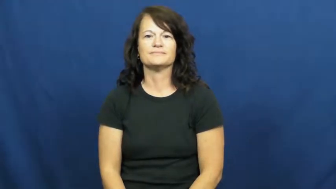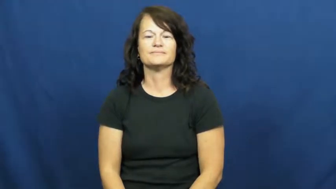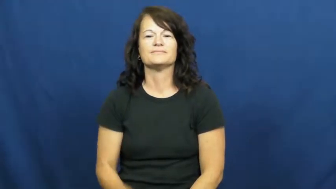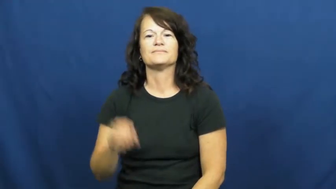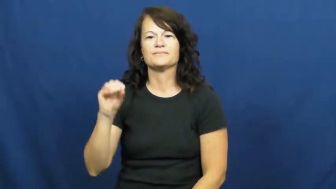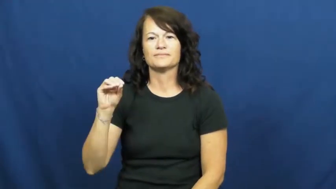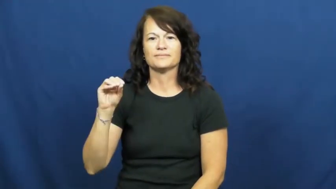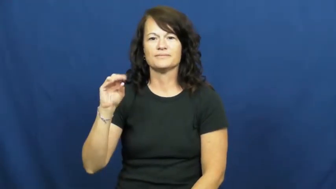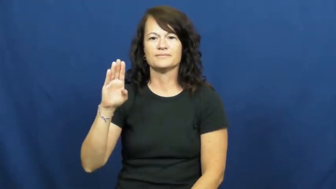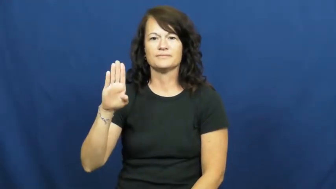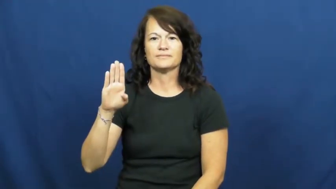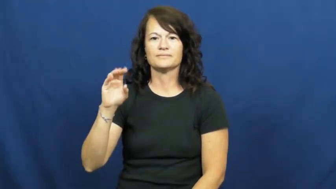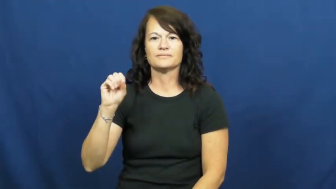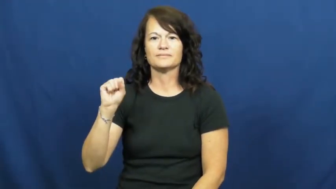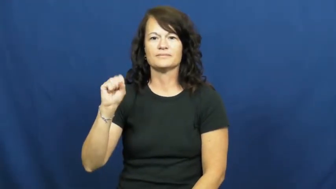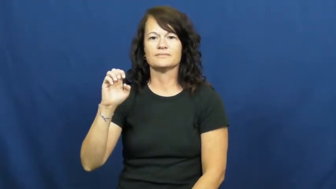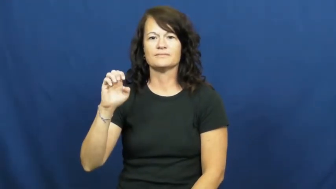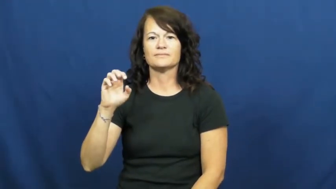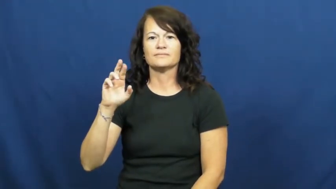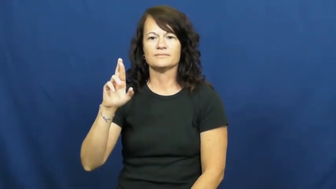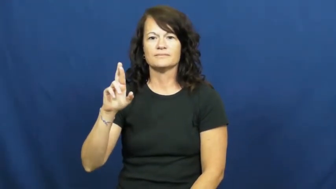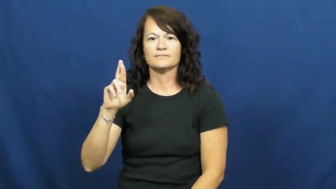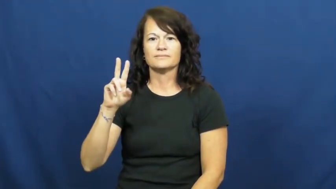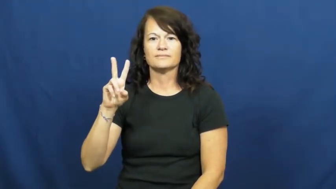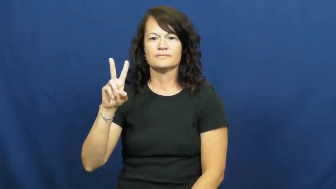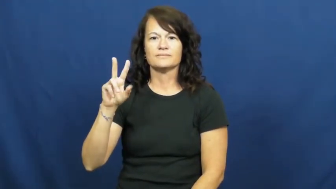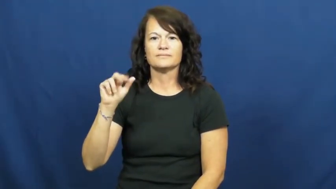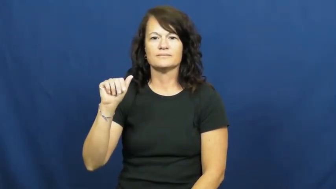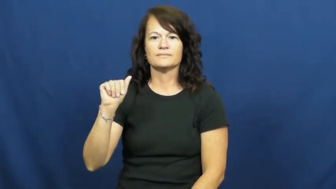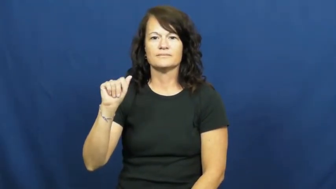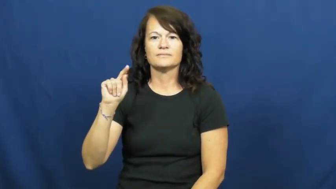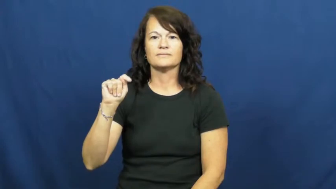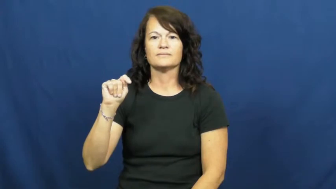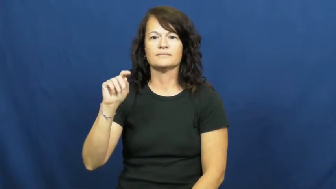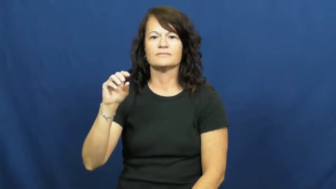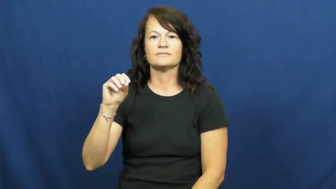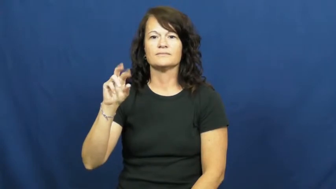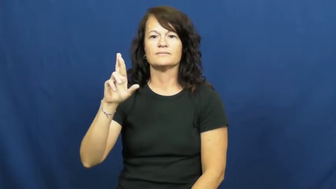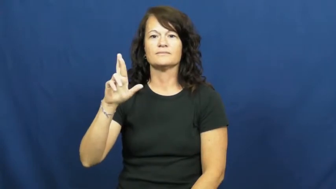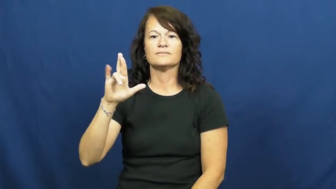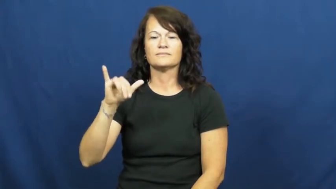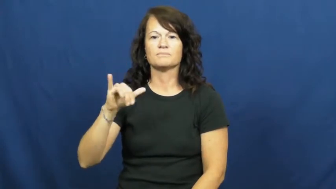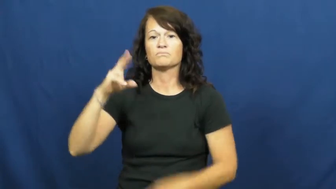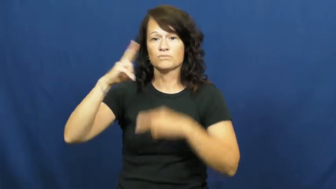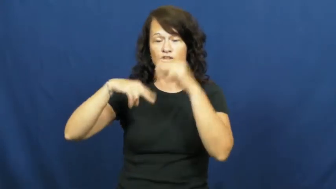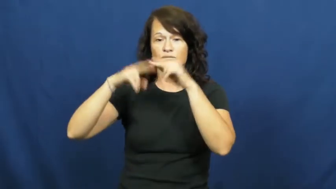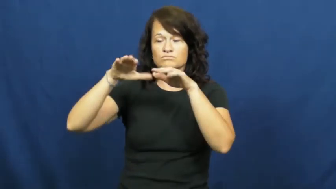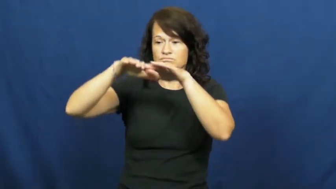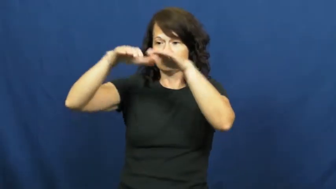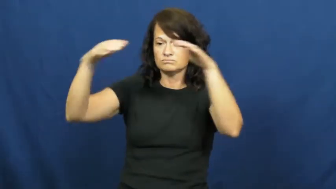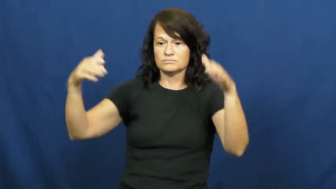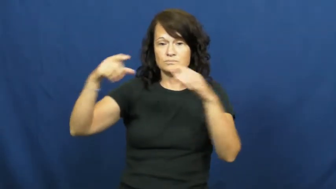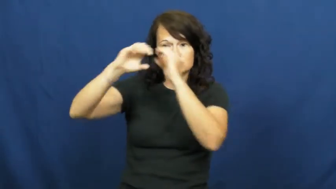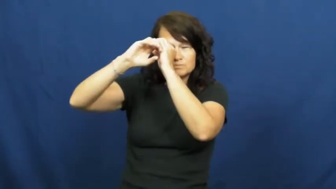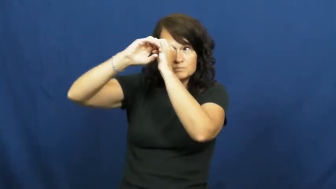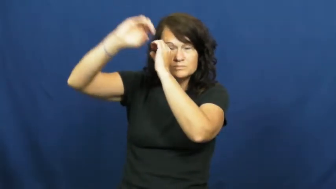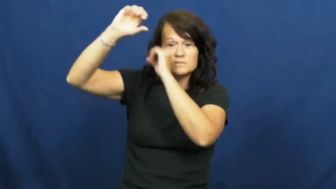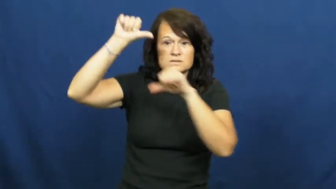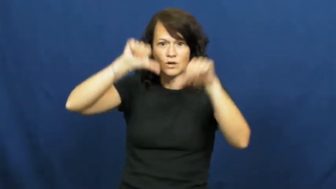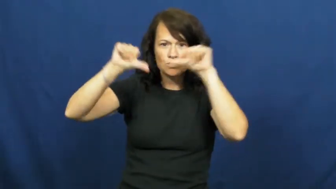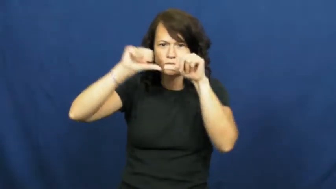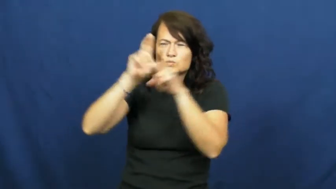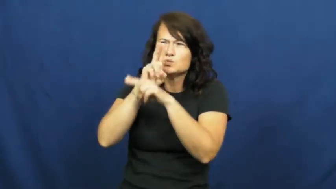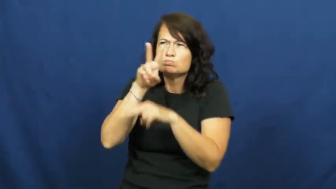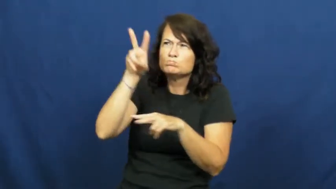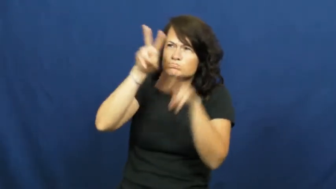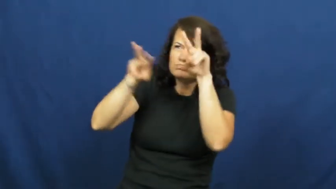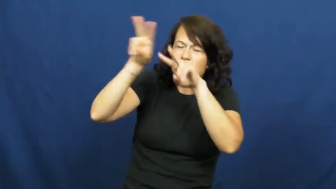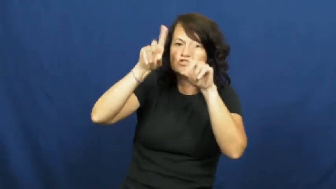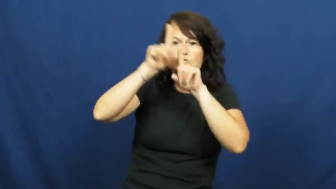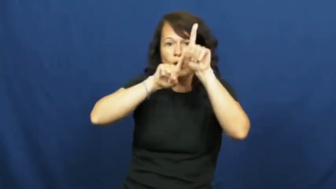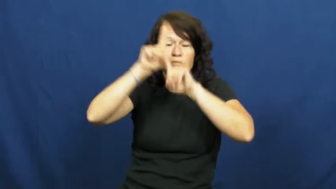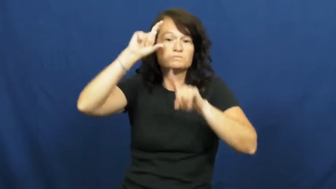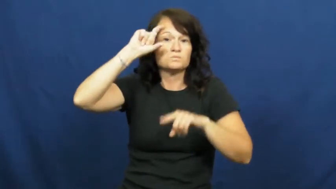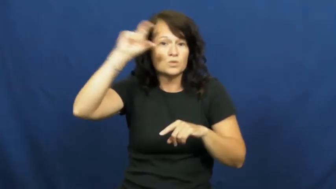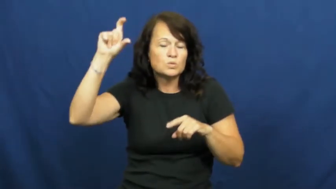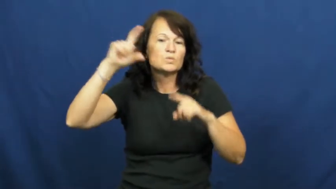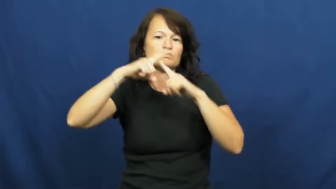observatory